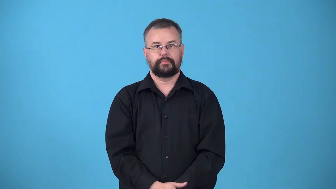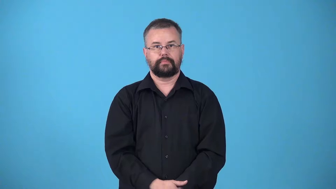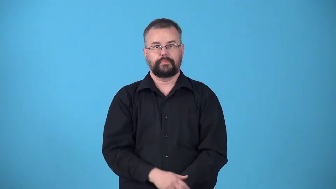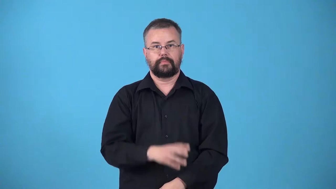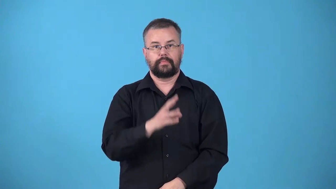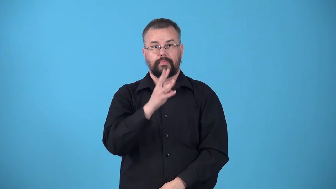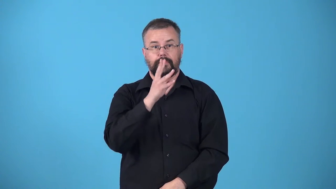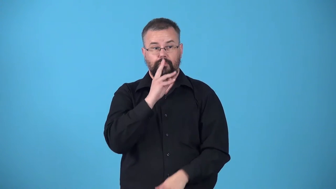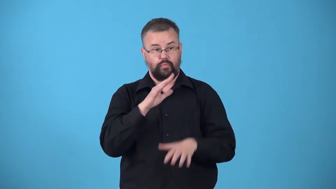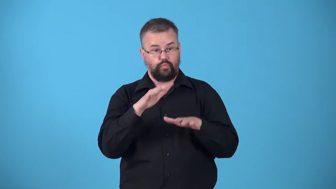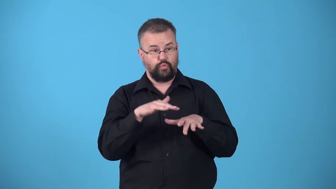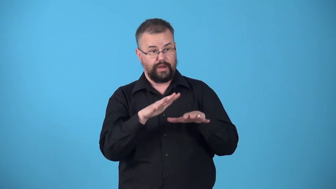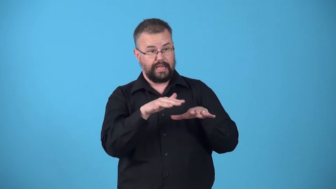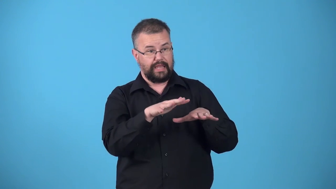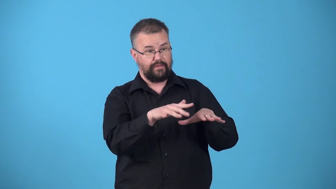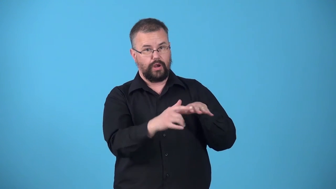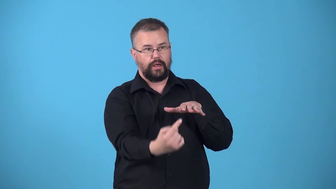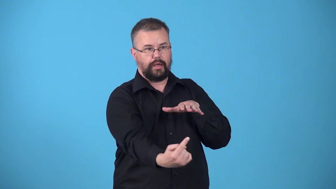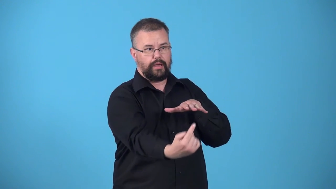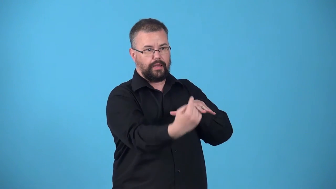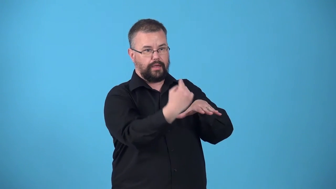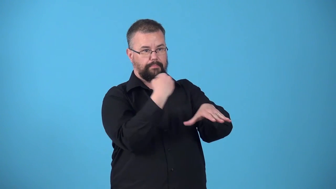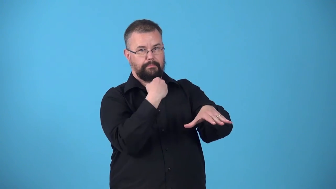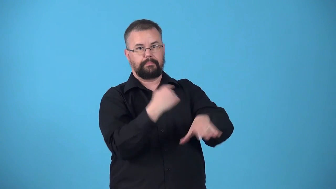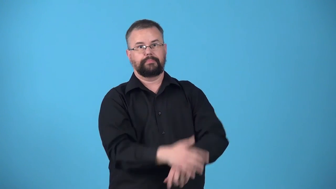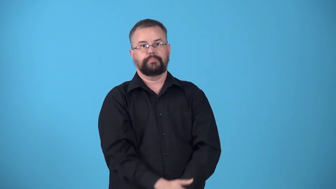upriver